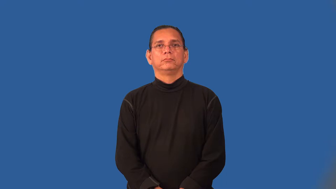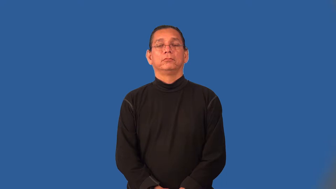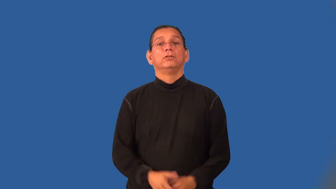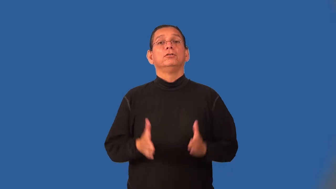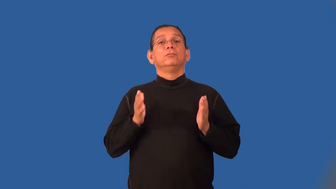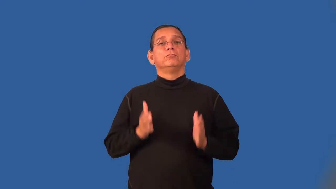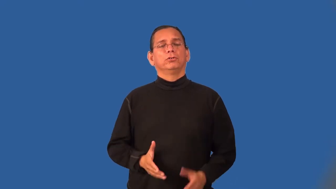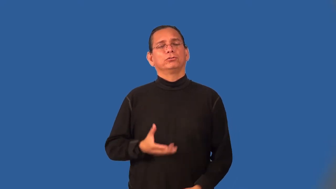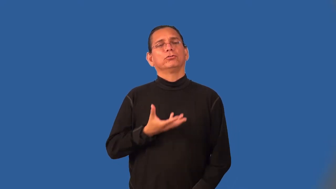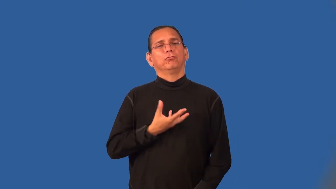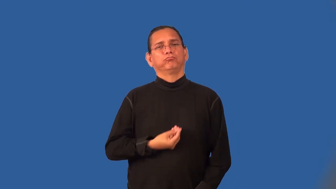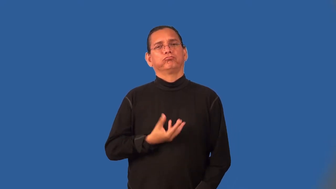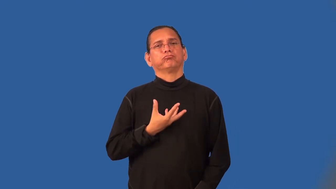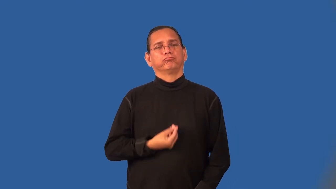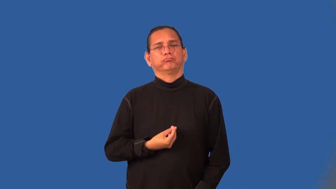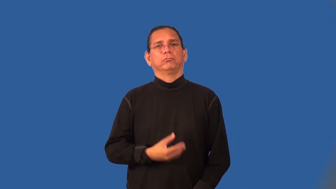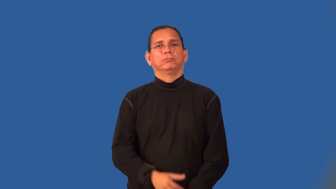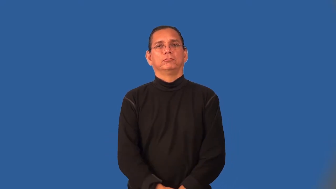softy